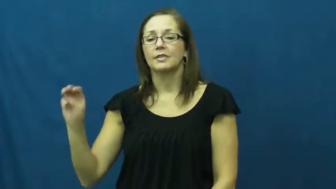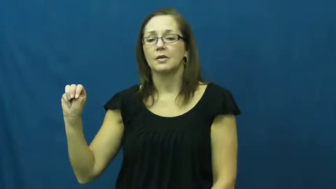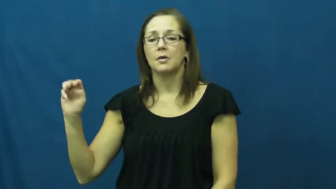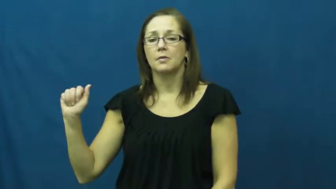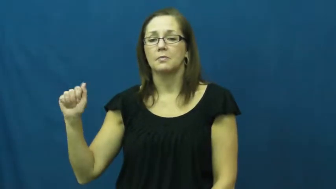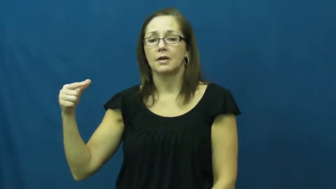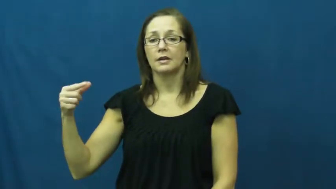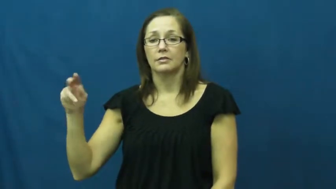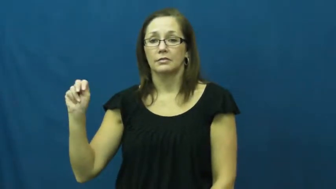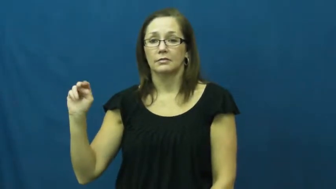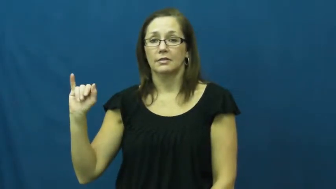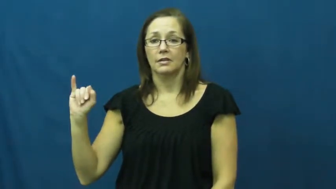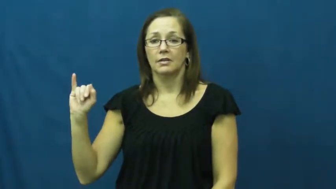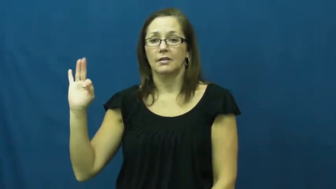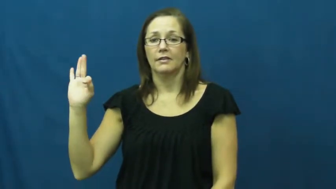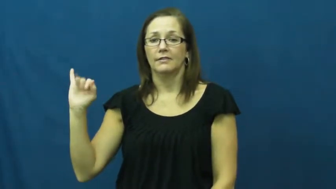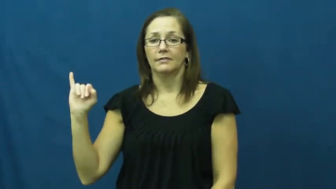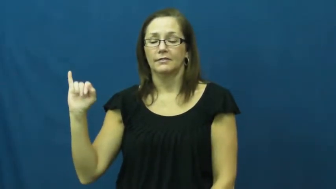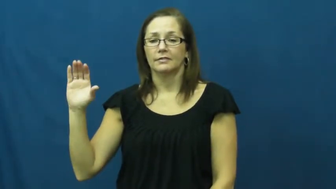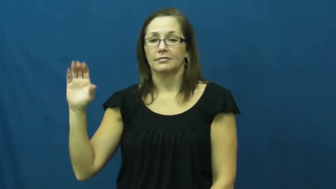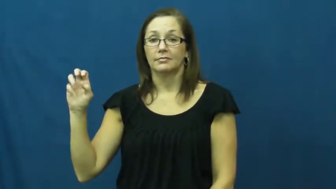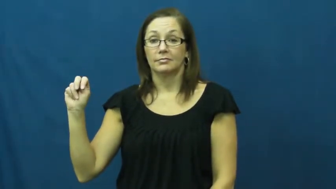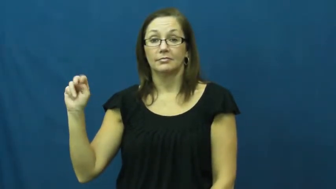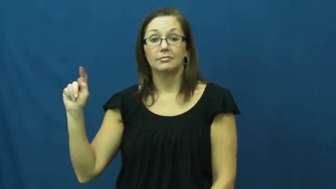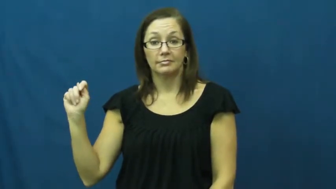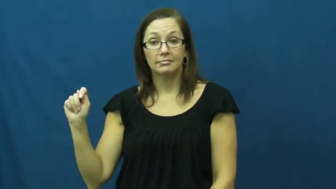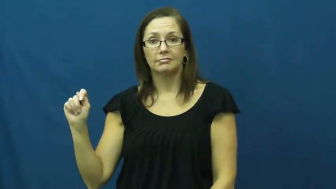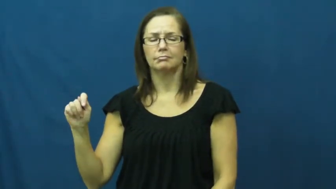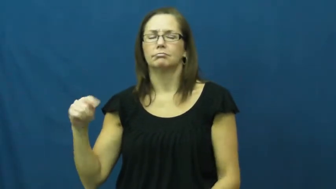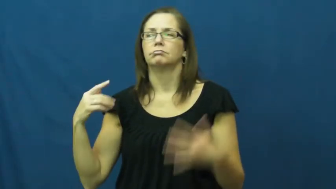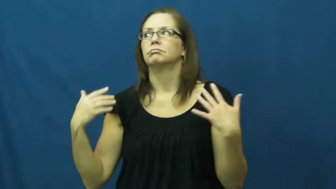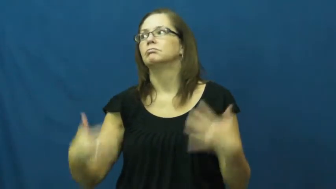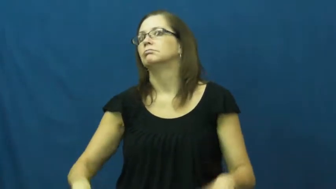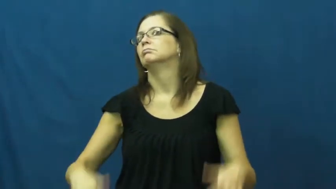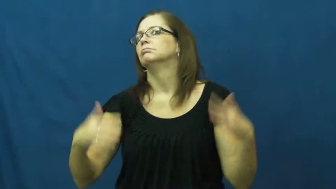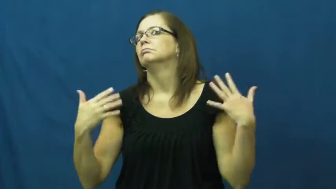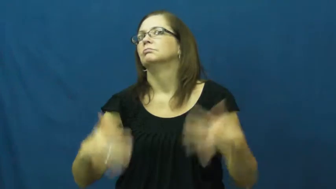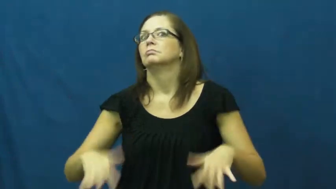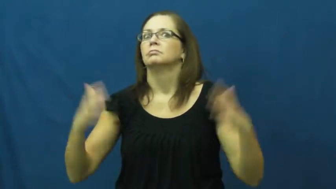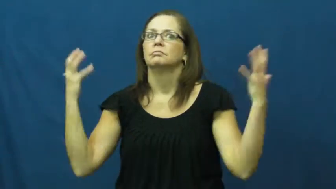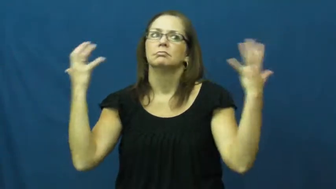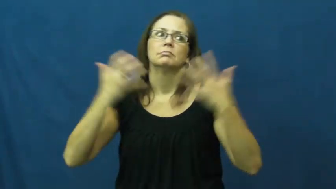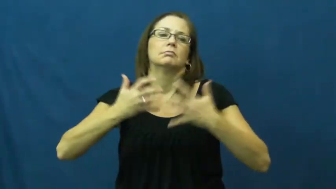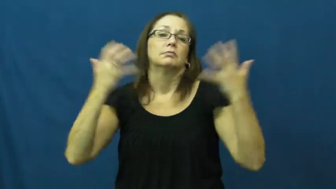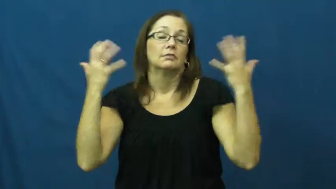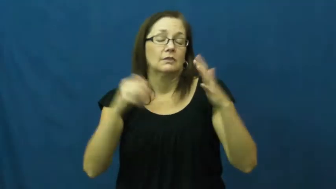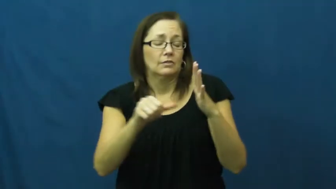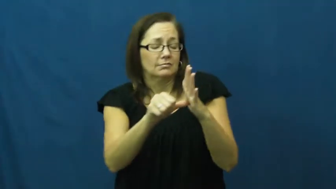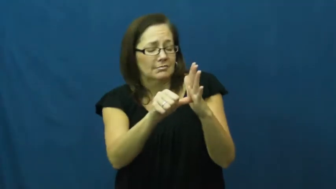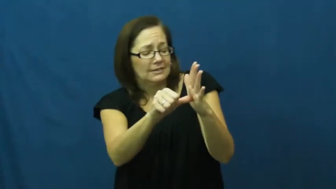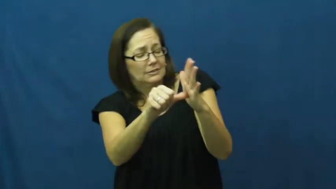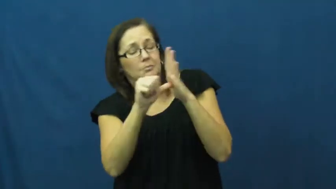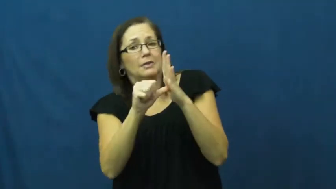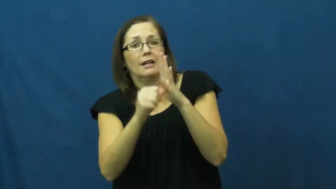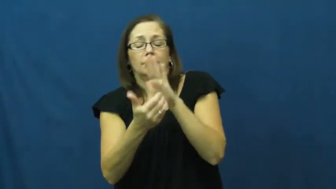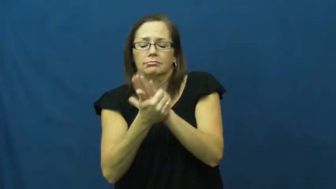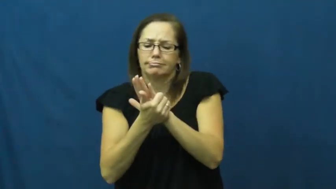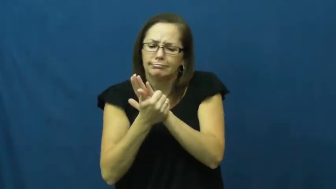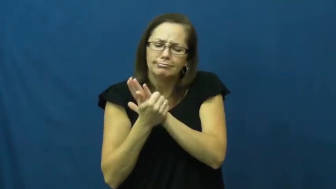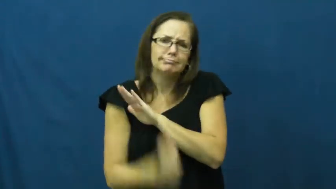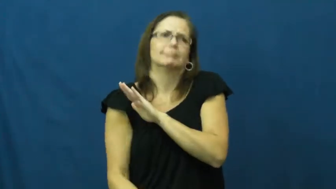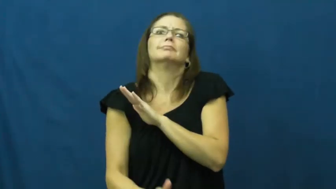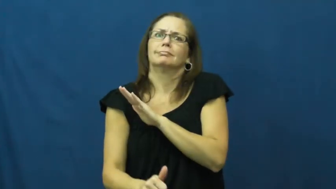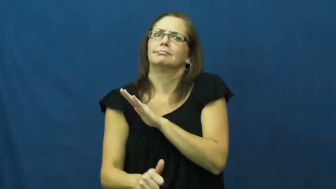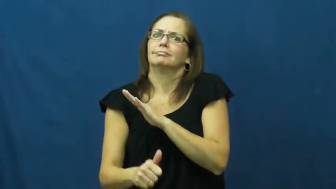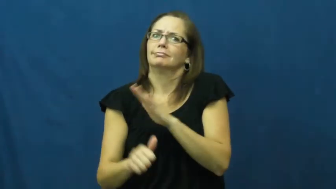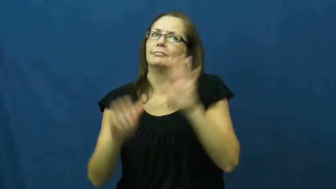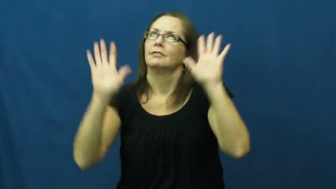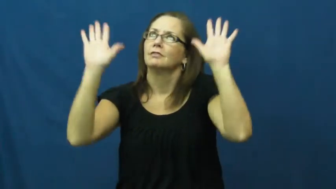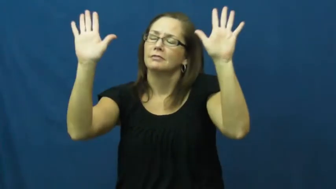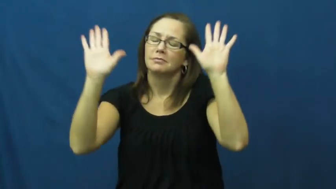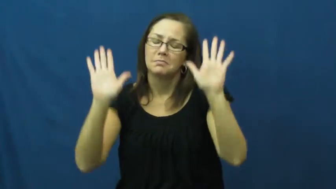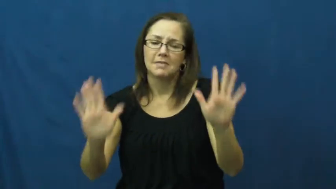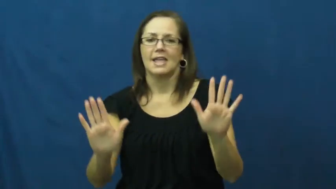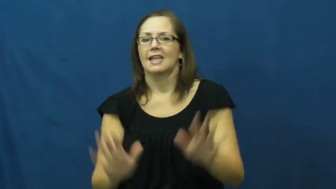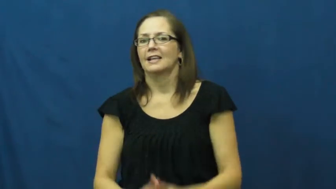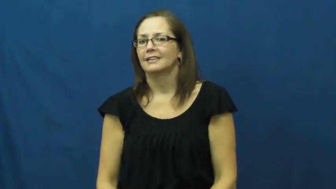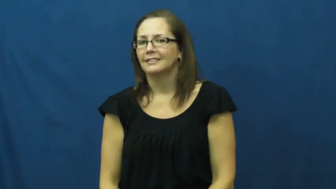magnificent